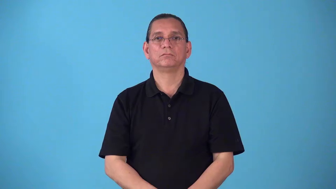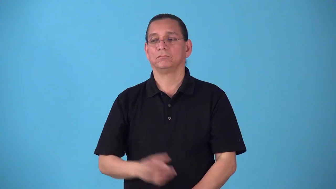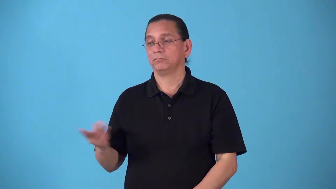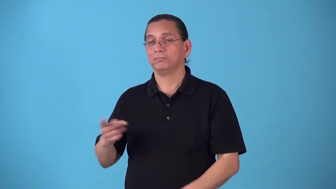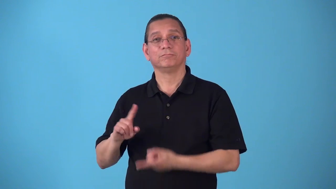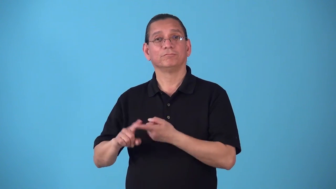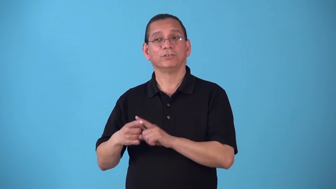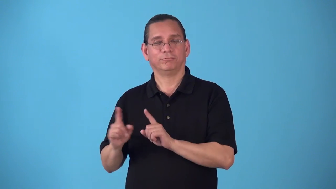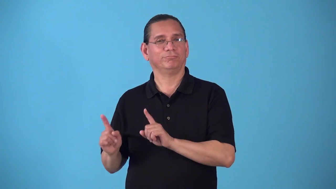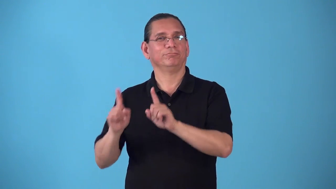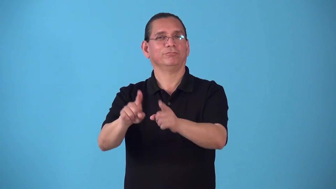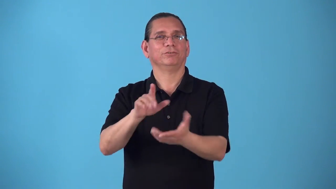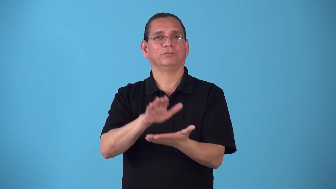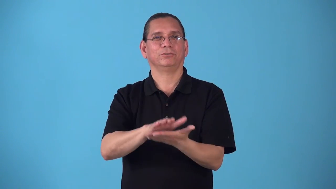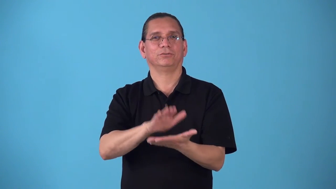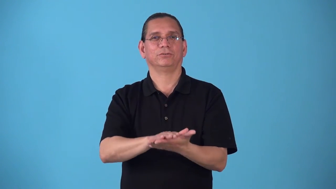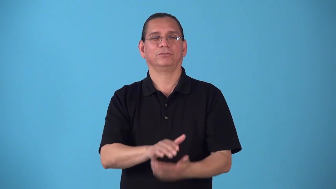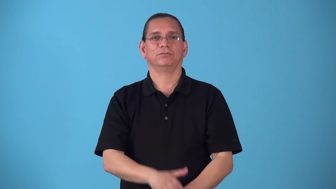schoolfelllow